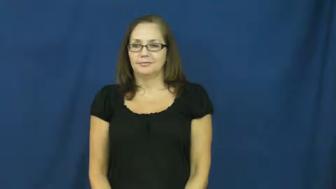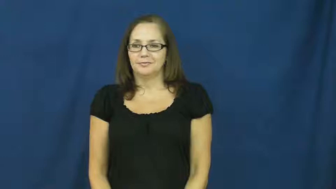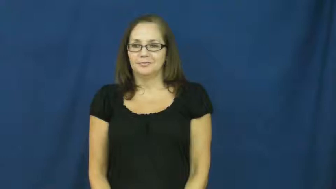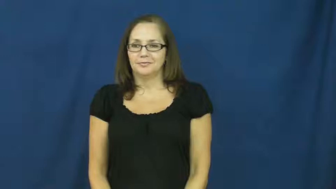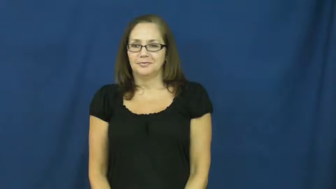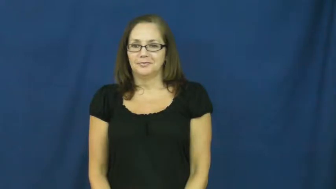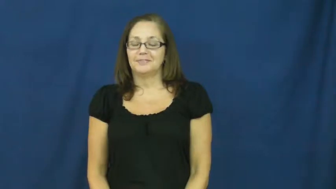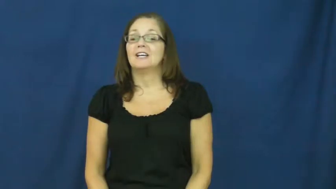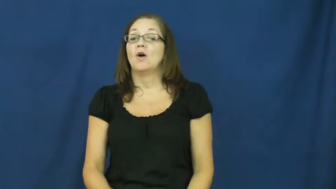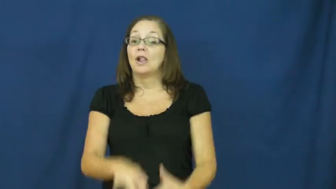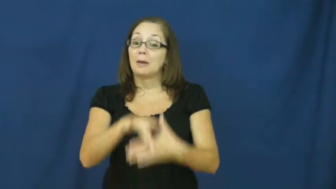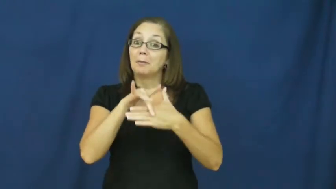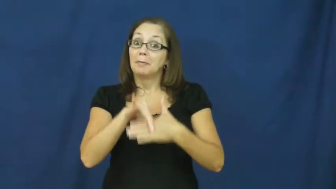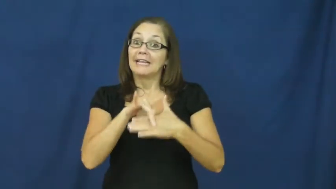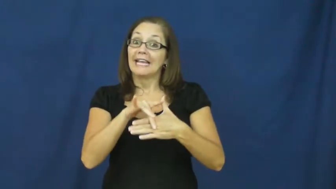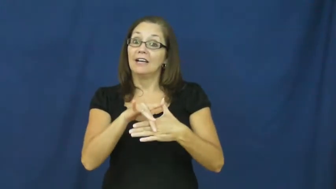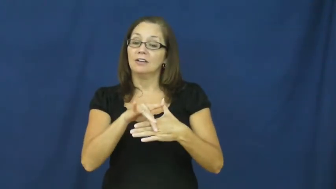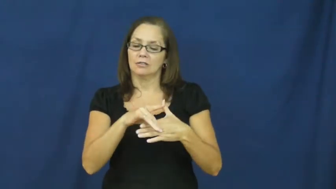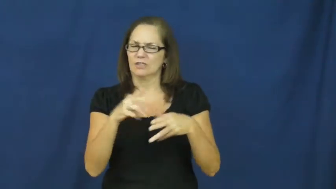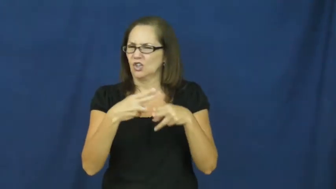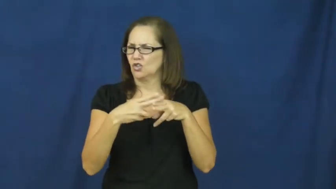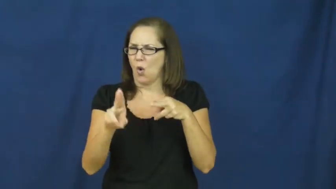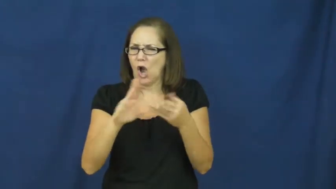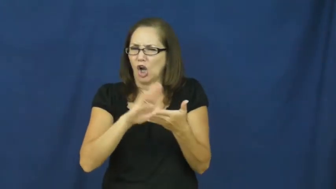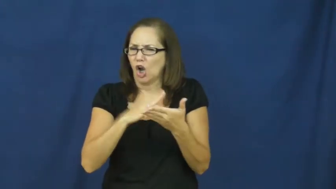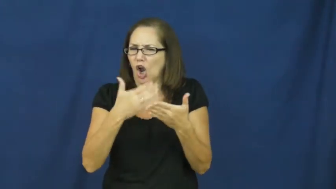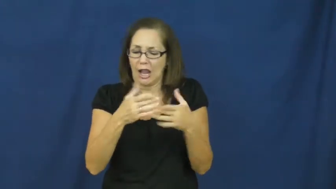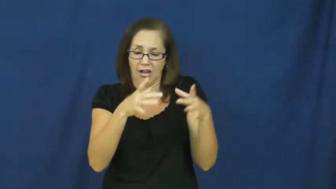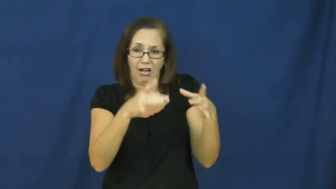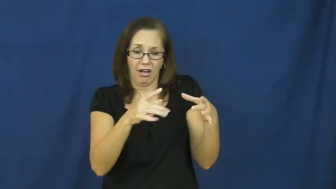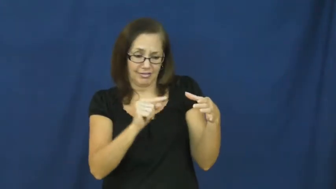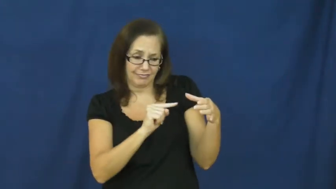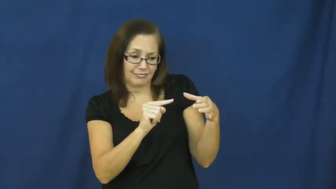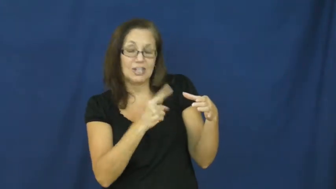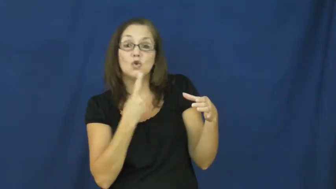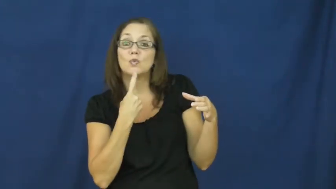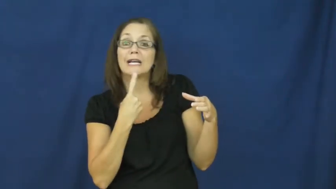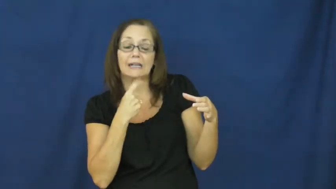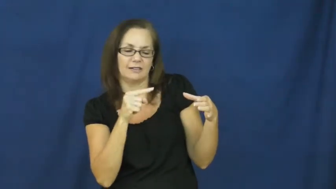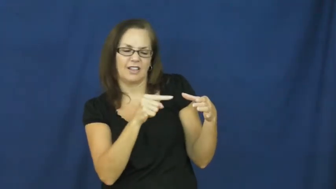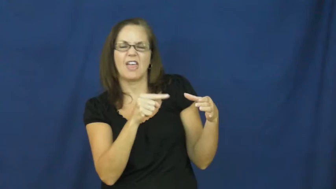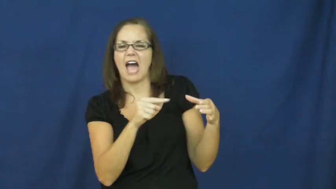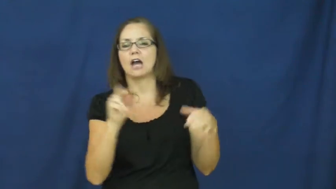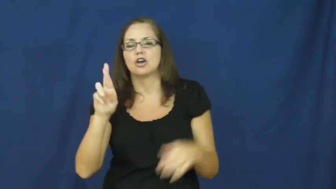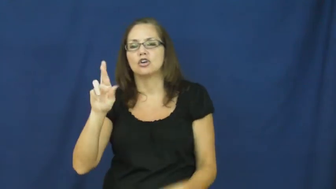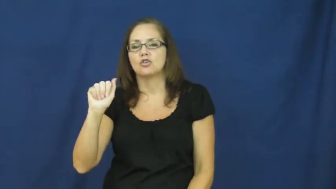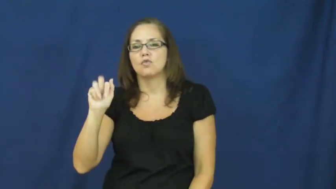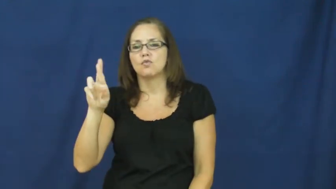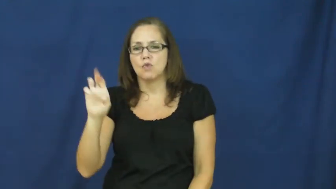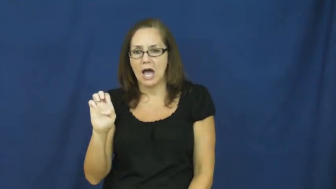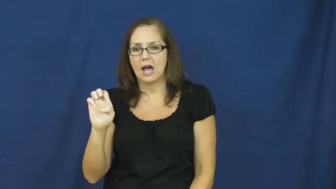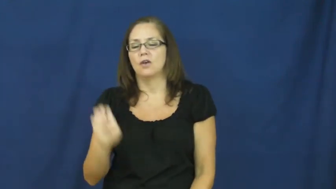rare-meat